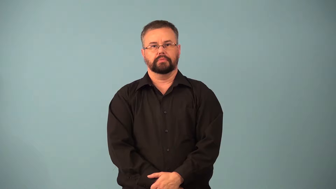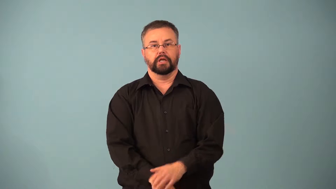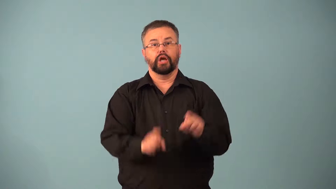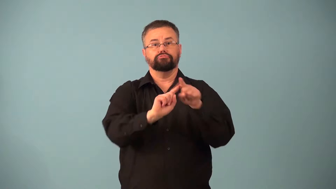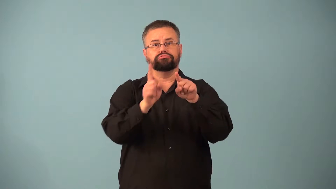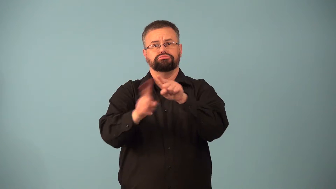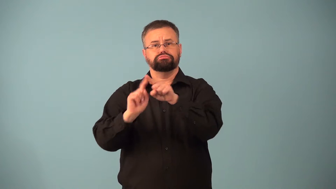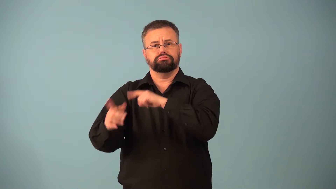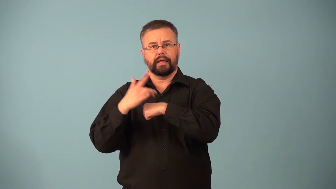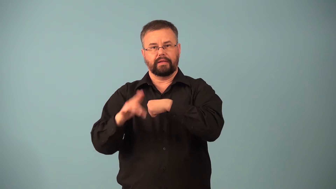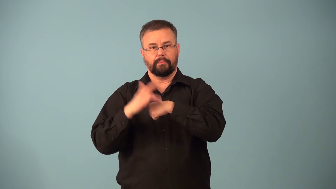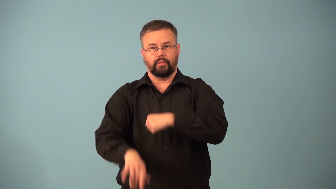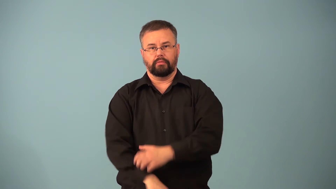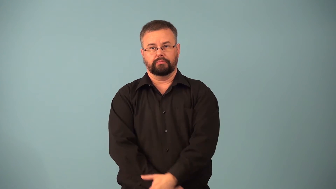come-has quality of